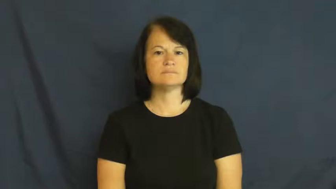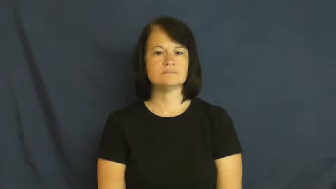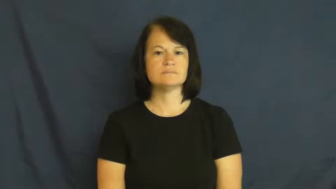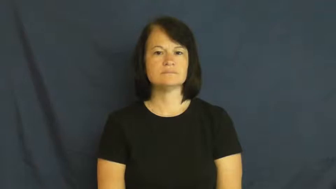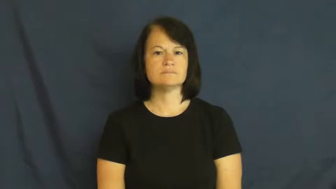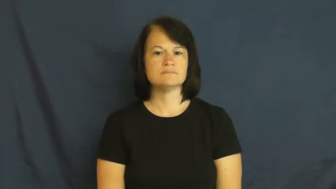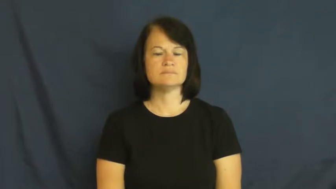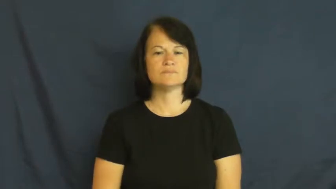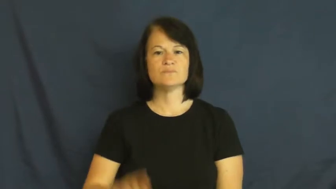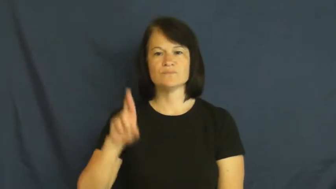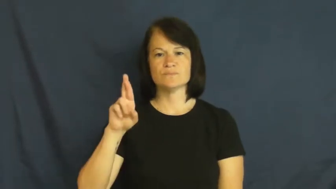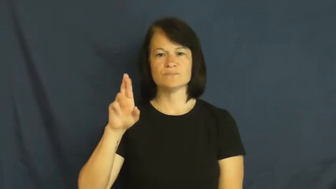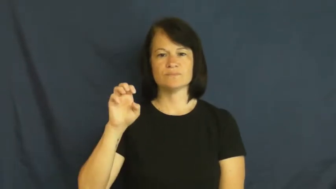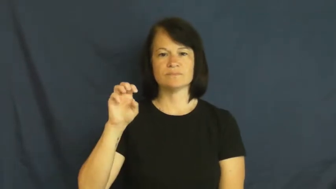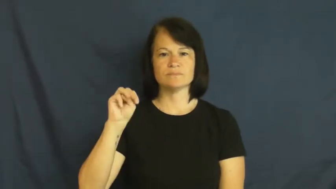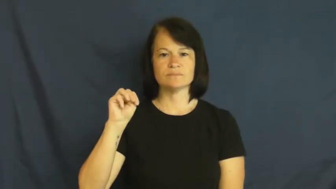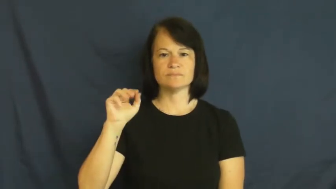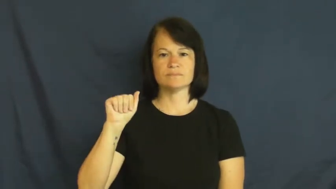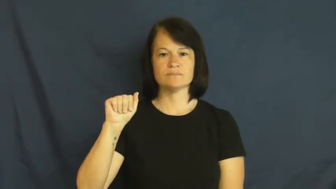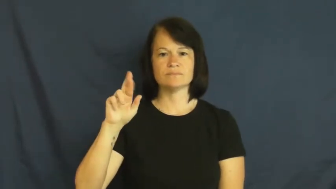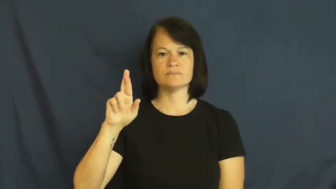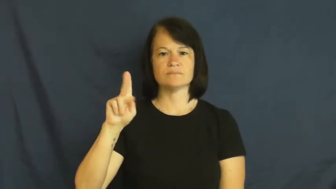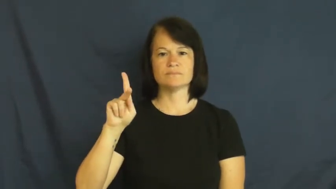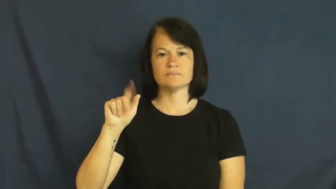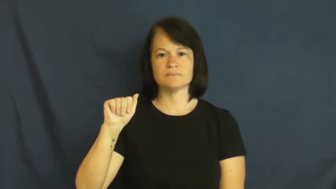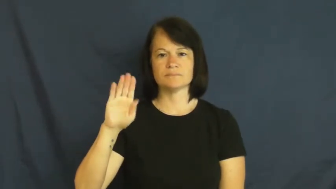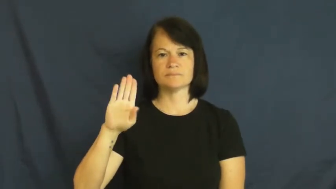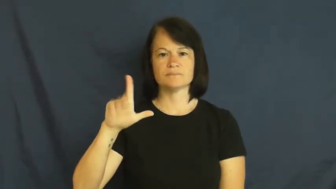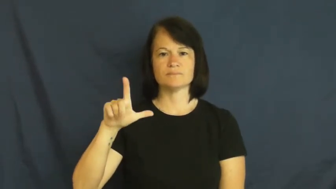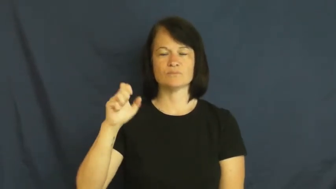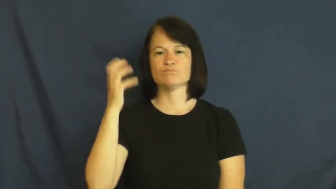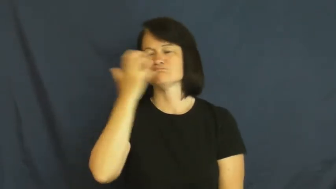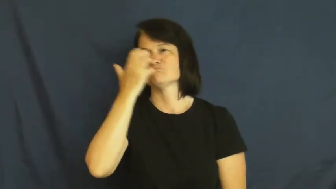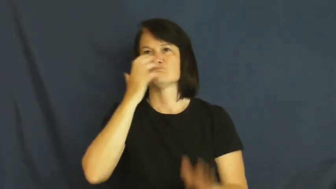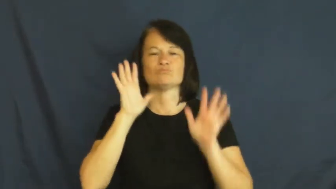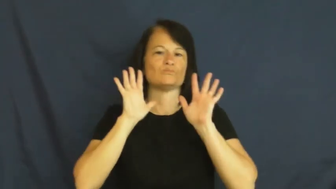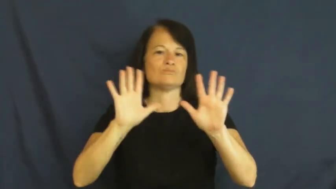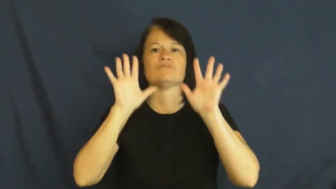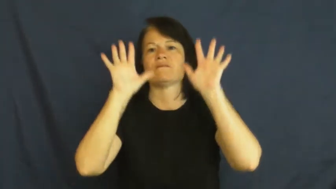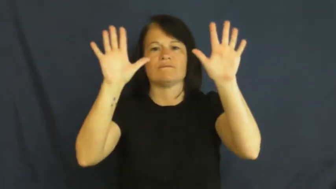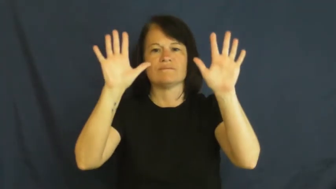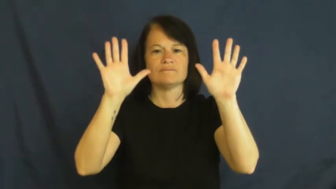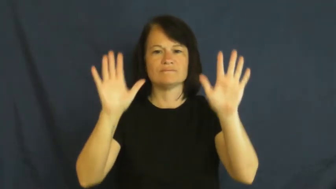remarkable